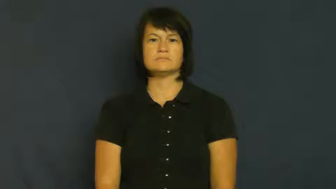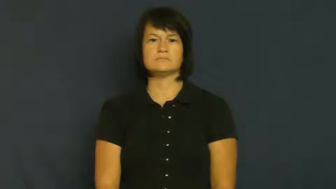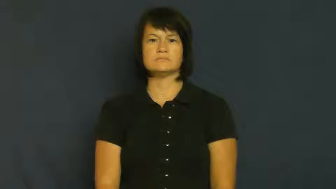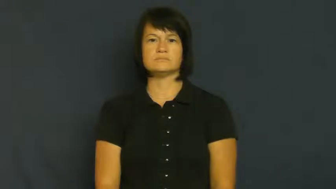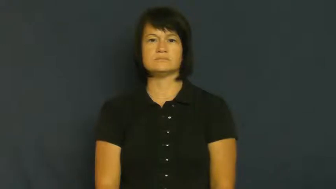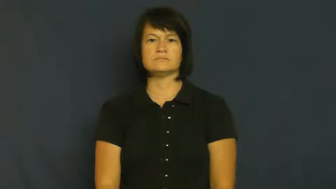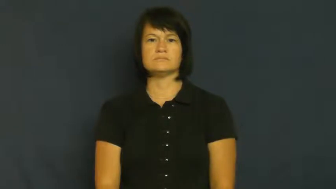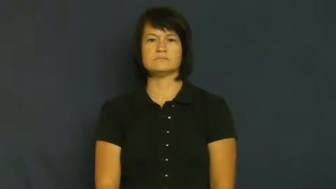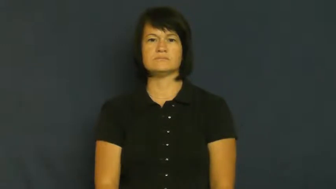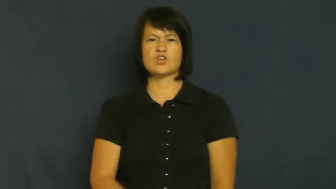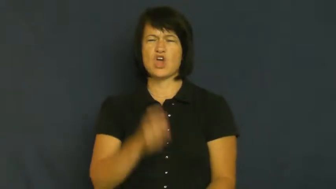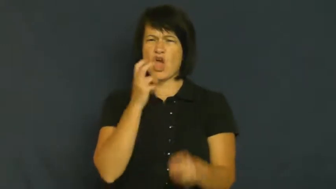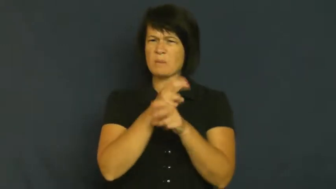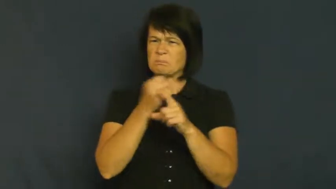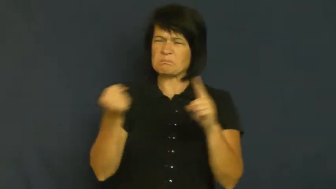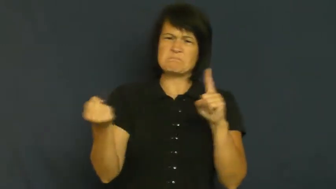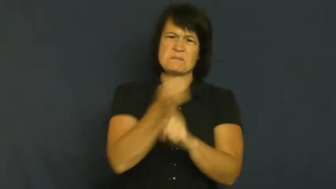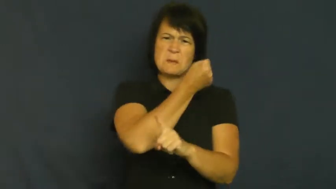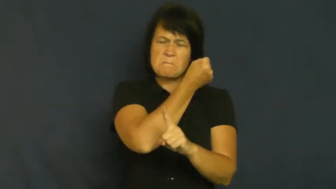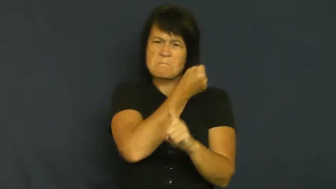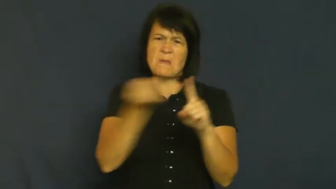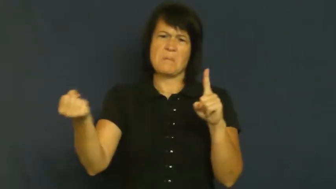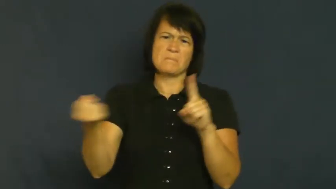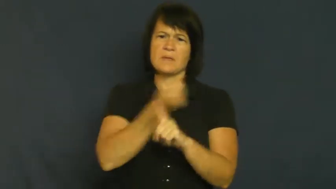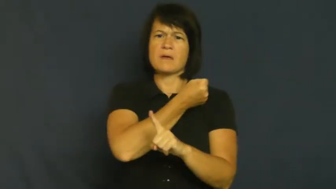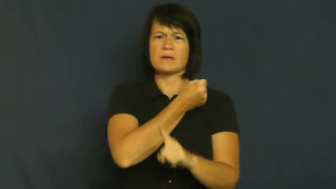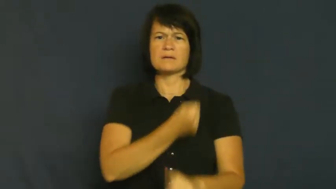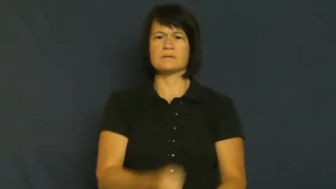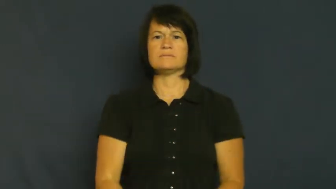thrash,work over,beat up,stomp,pound,lick,shellack-beat hard